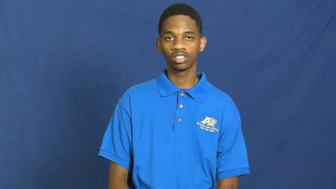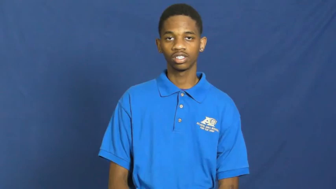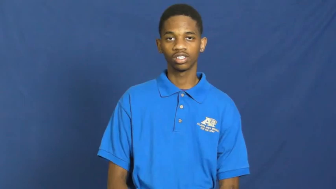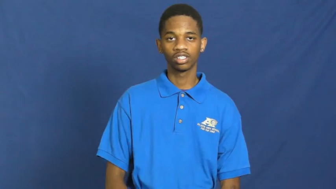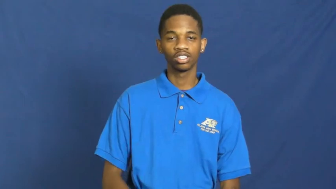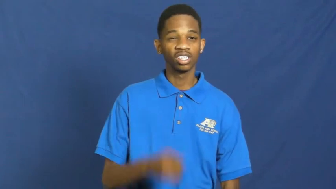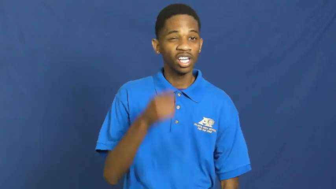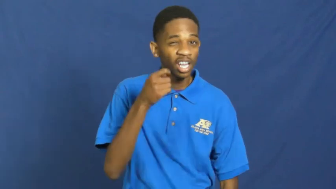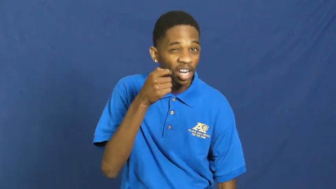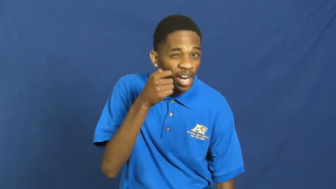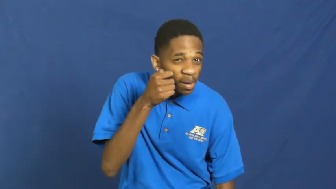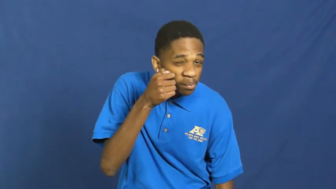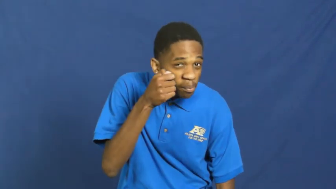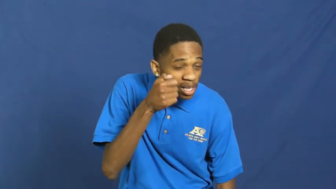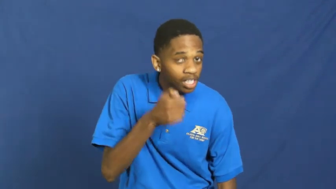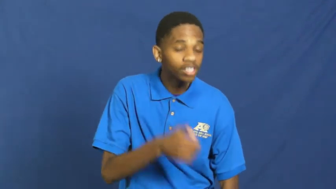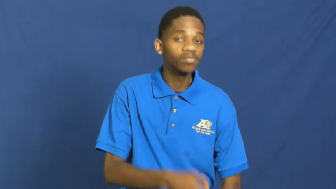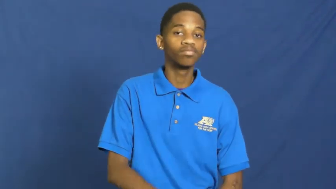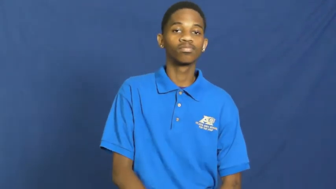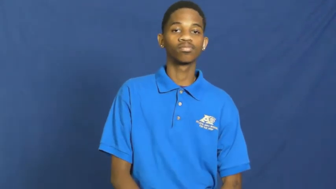fine-details